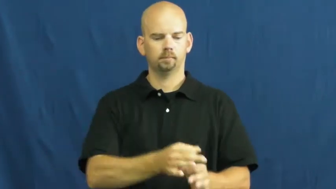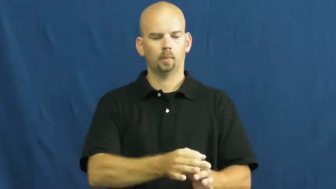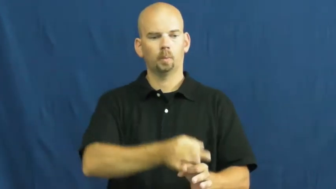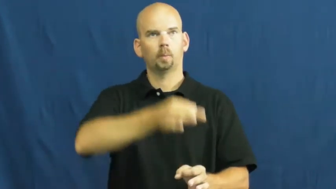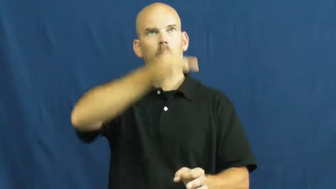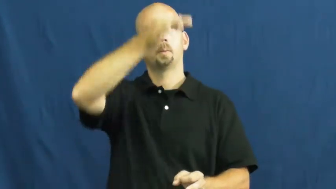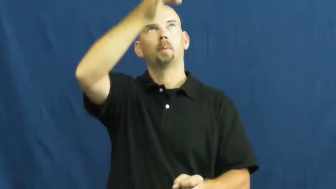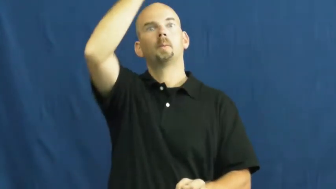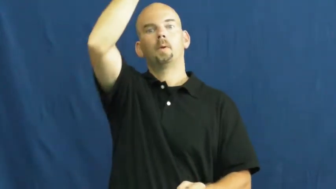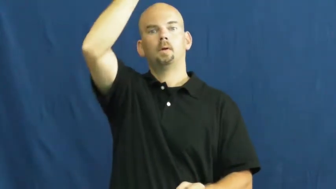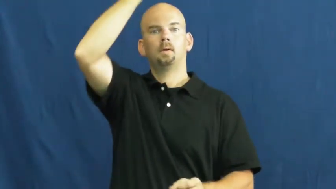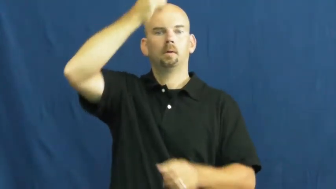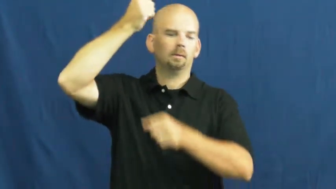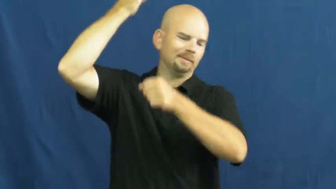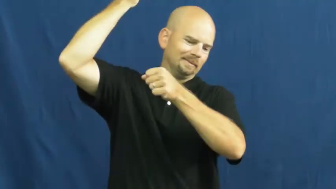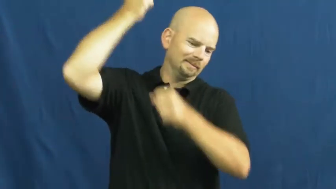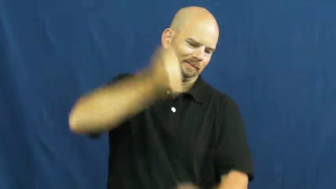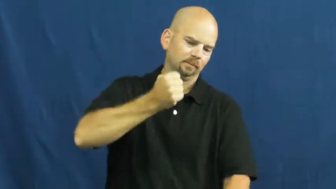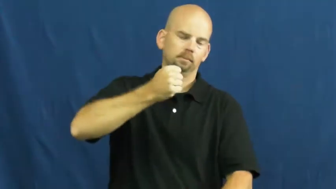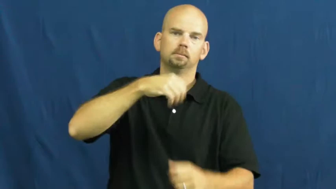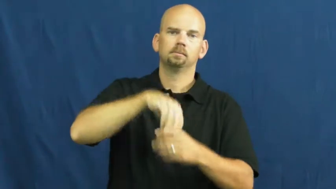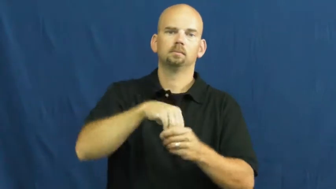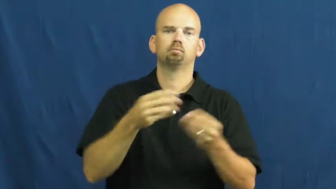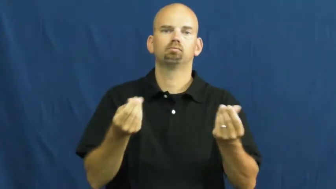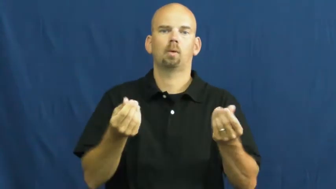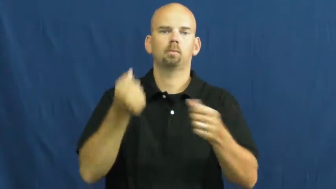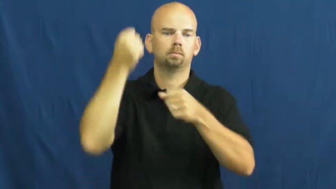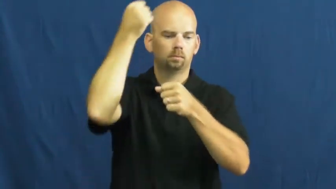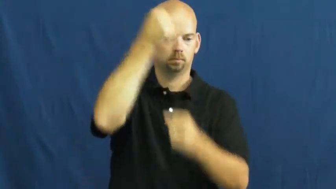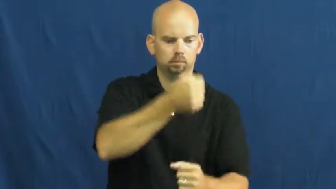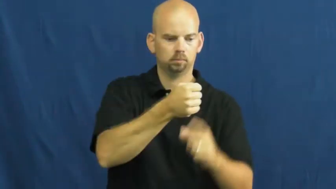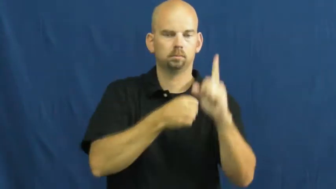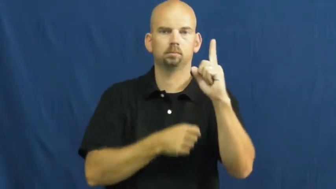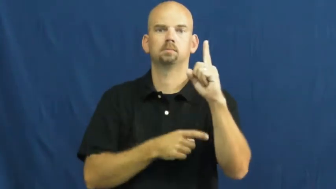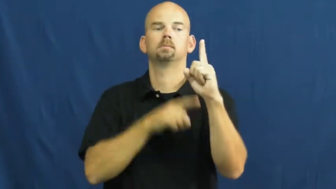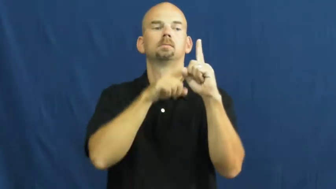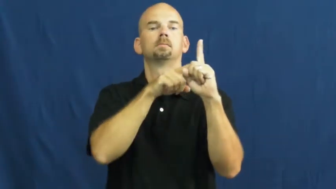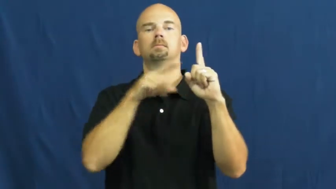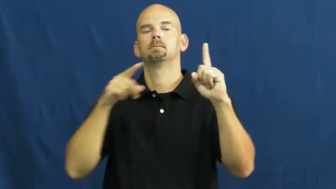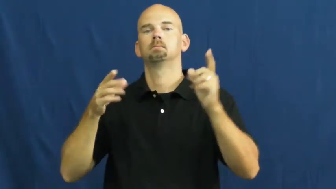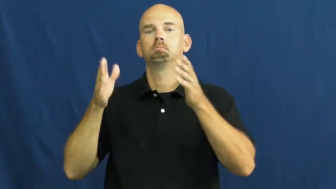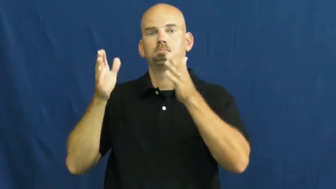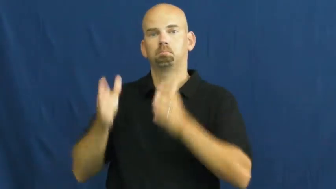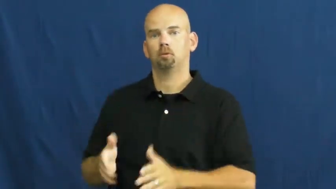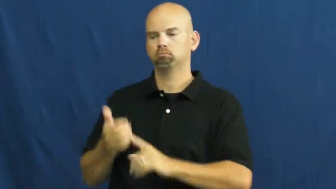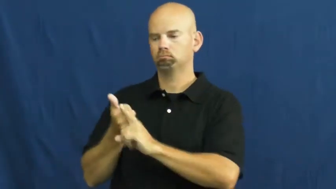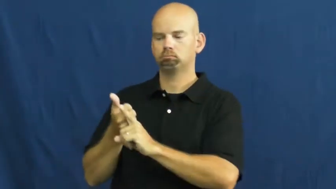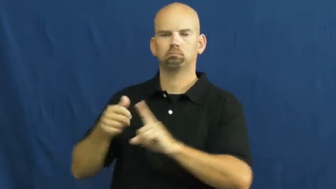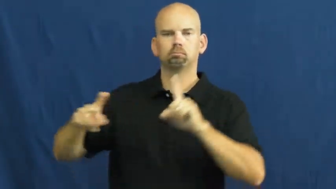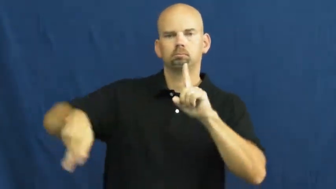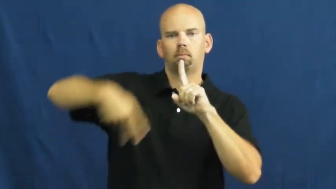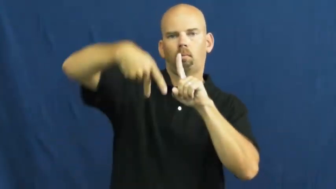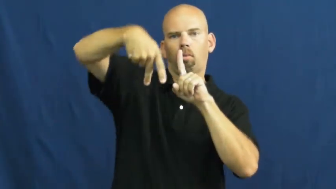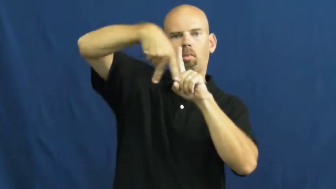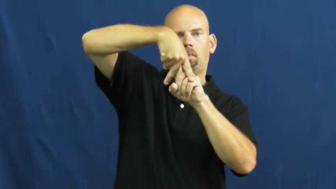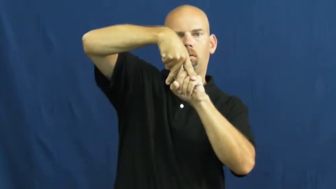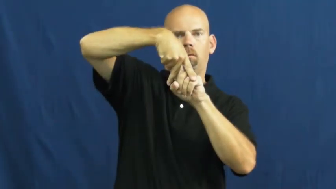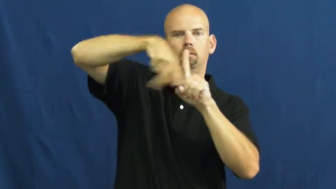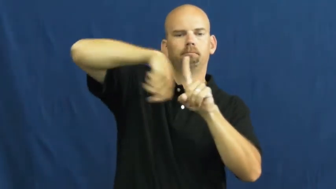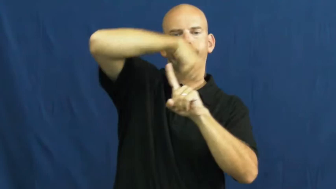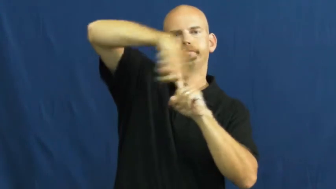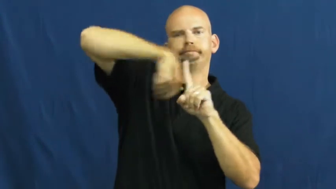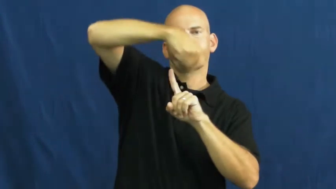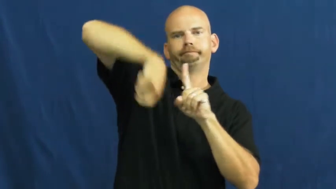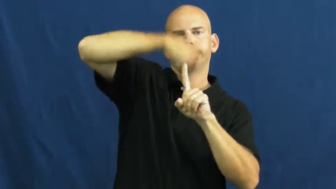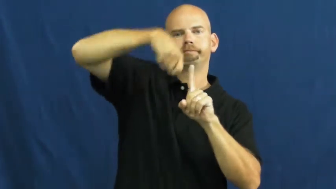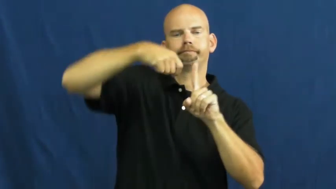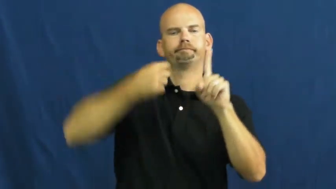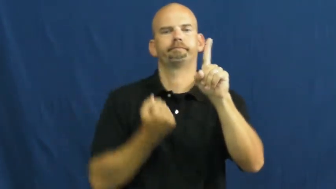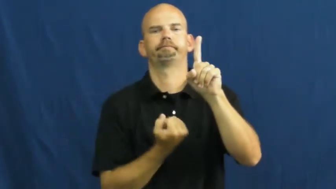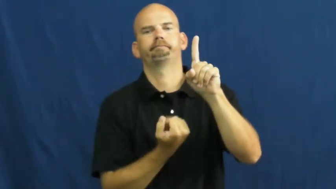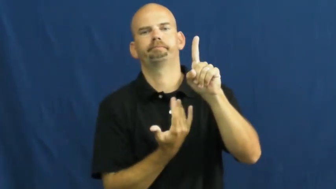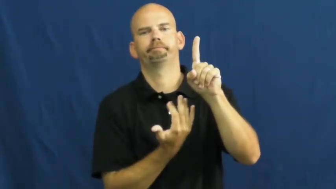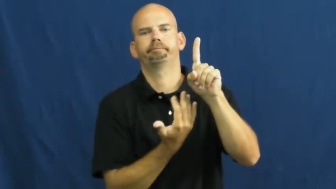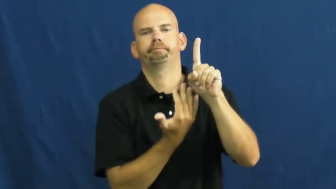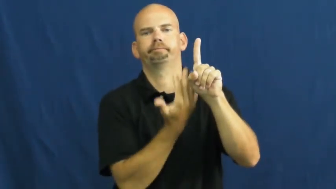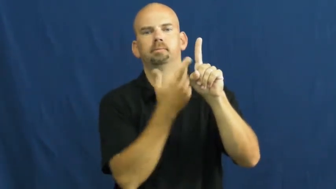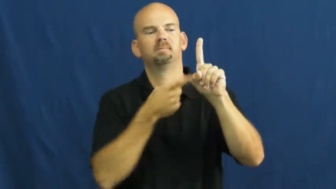stake-ground